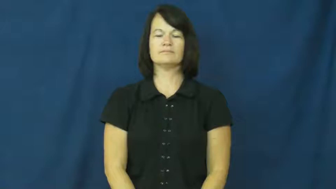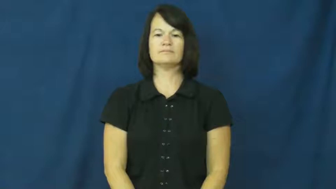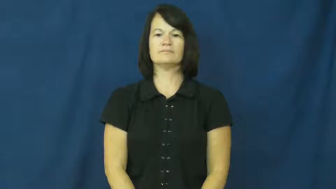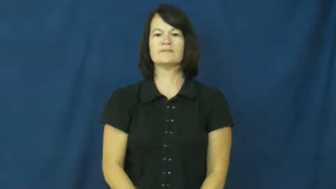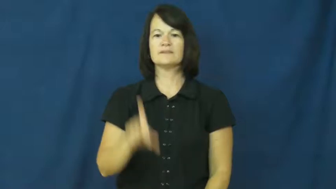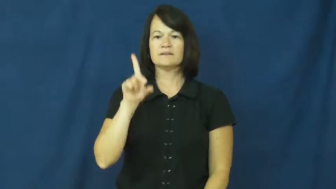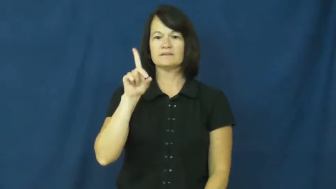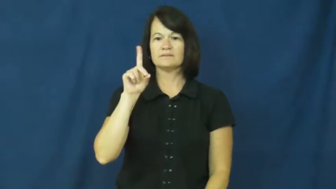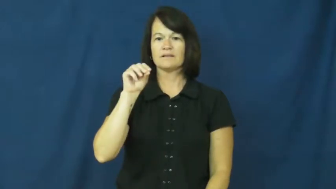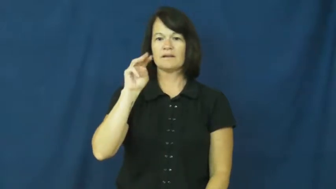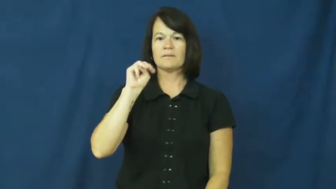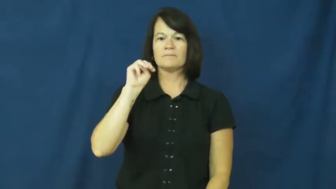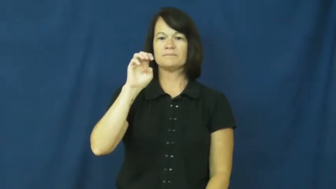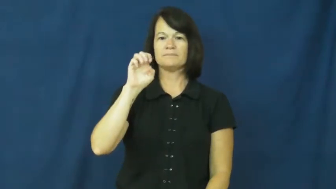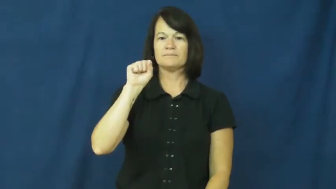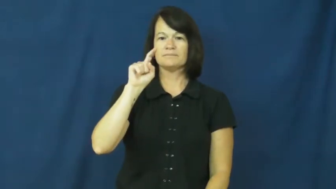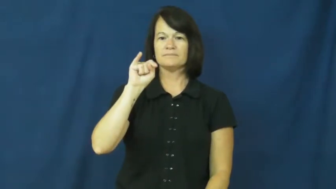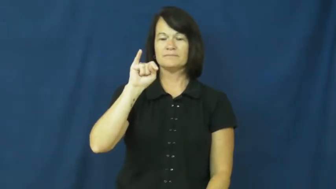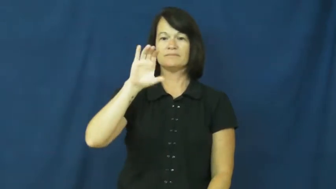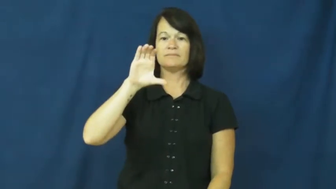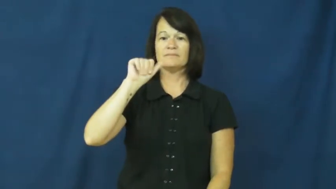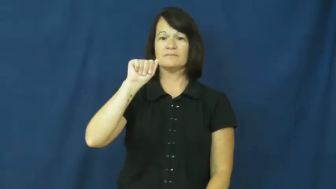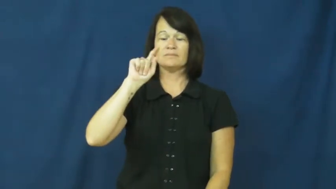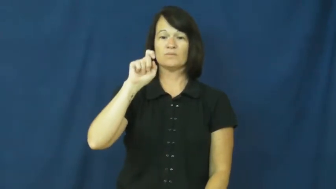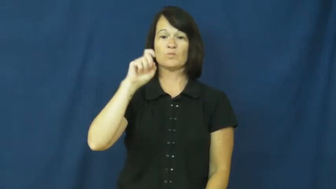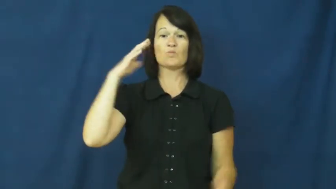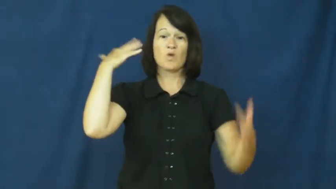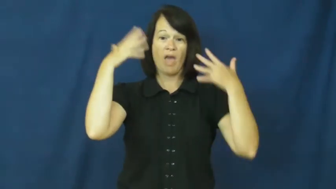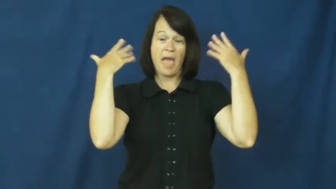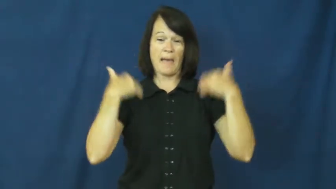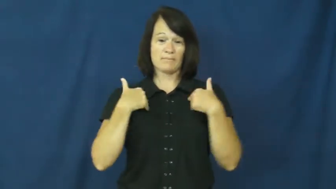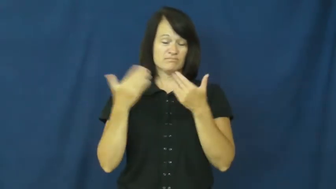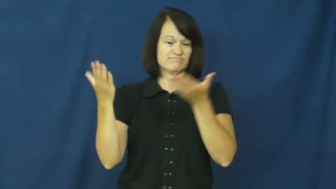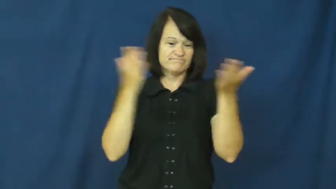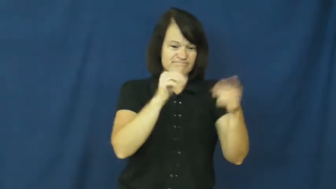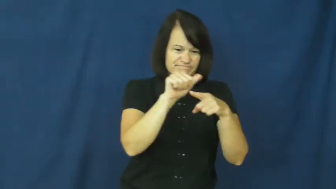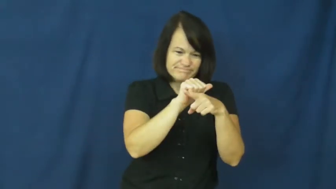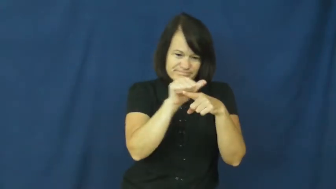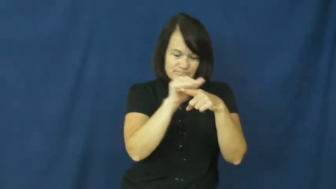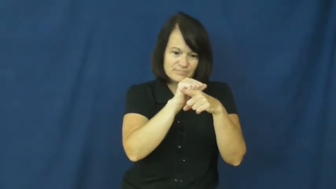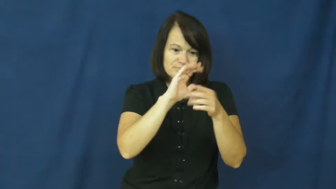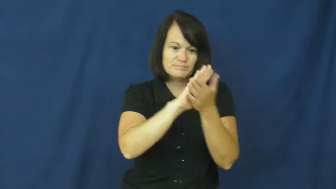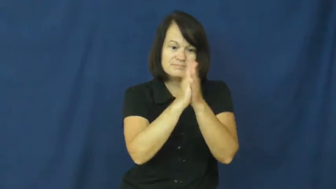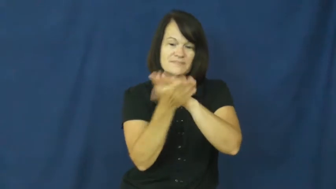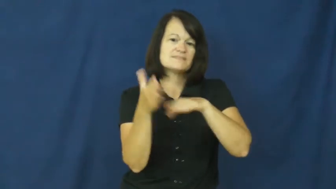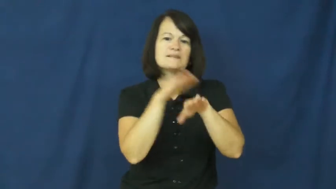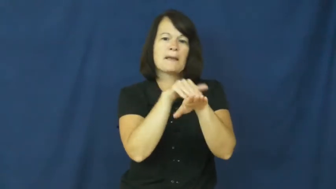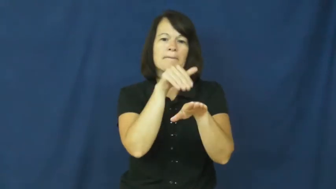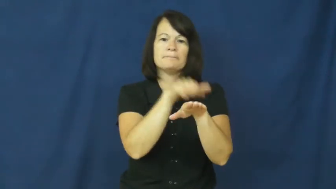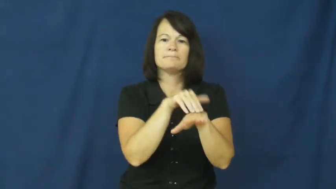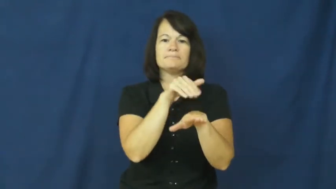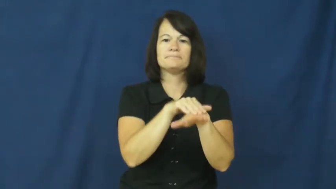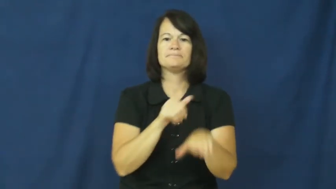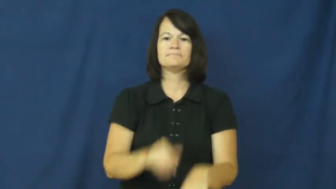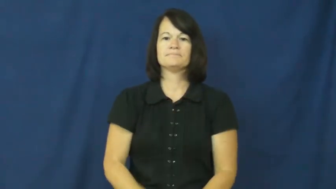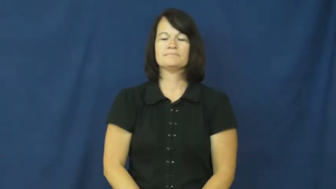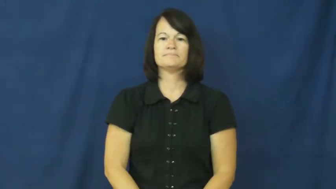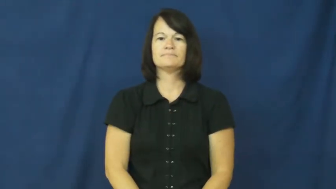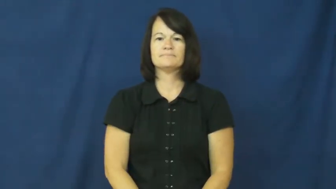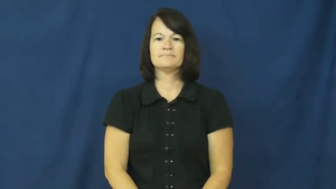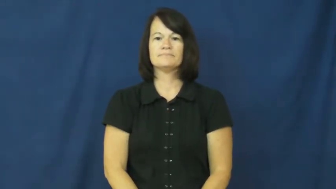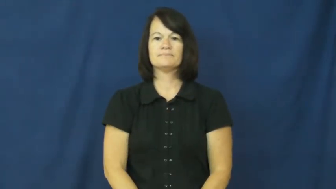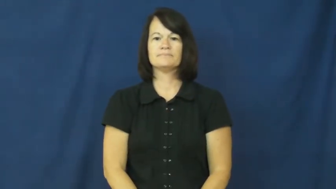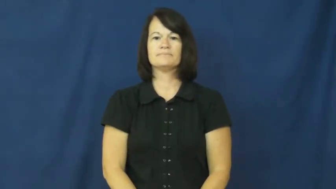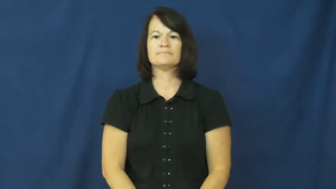domesticate